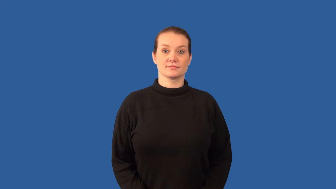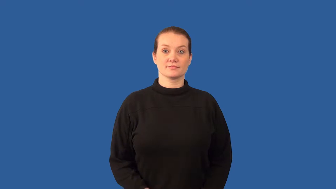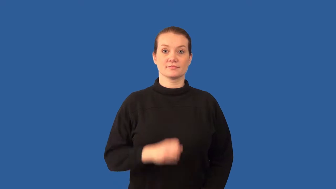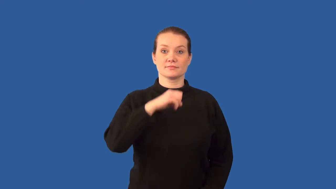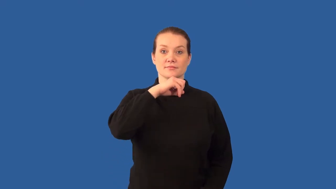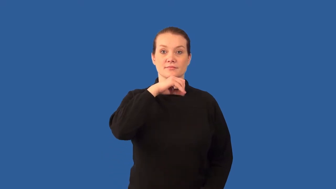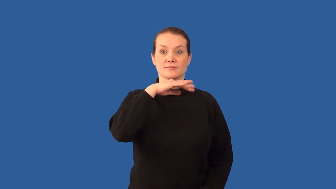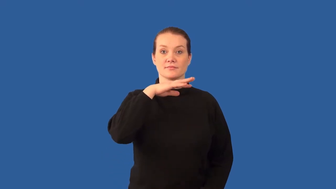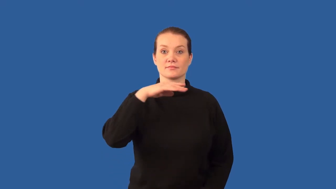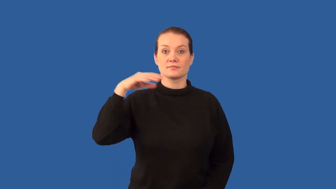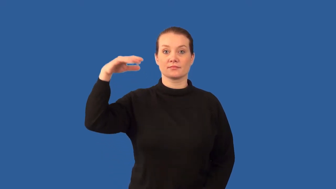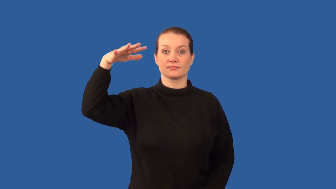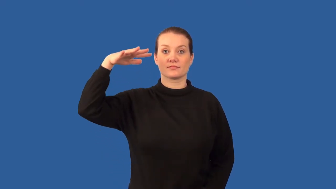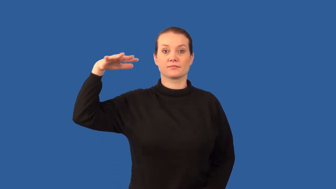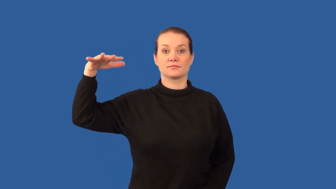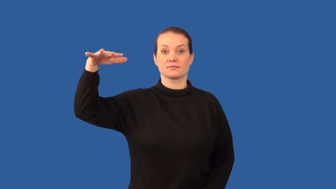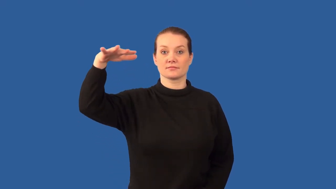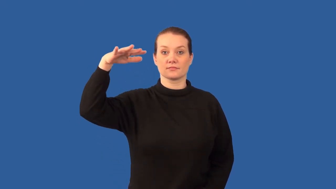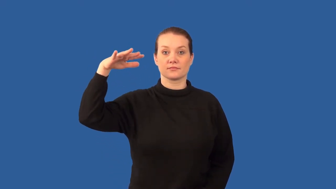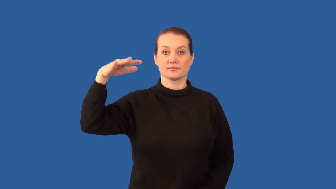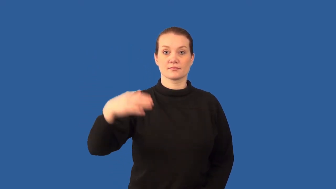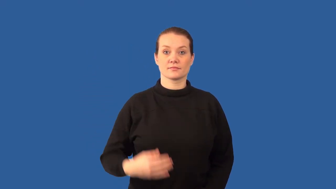particulate